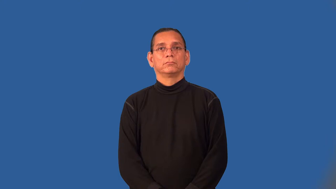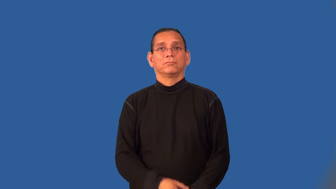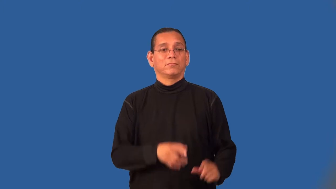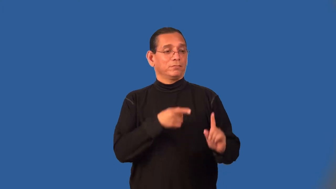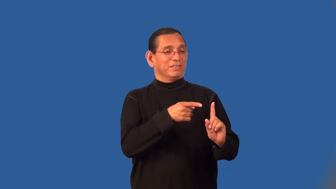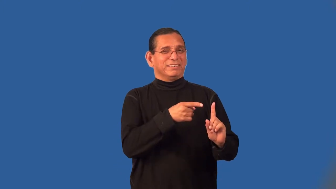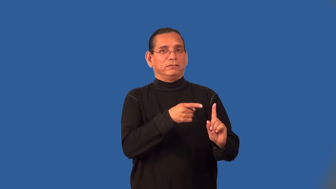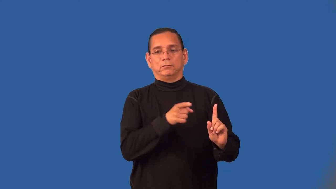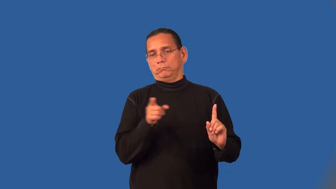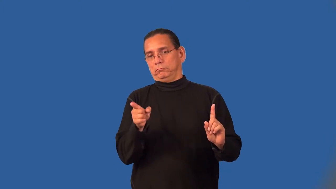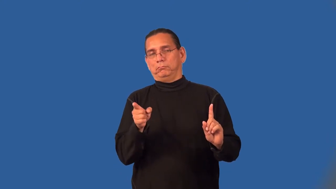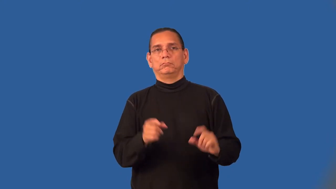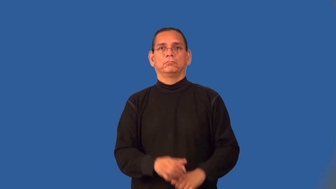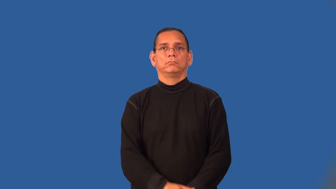resort,resort to-verb